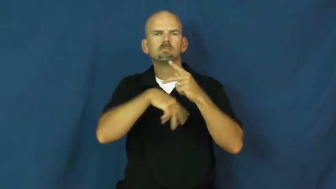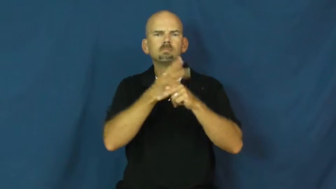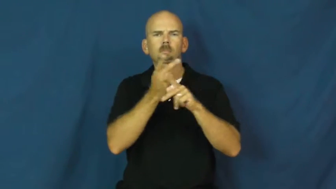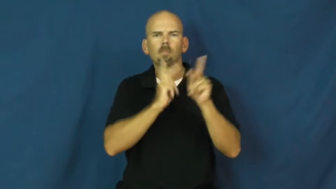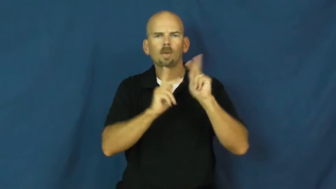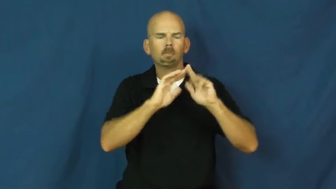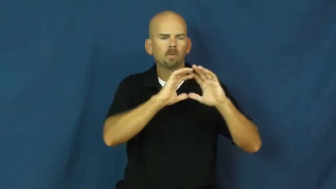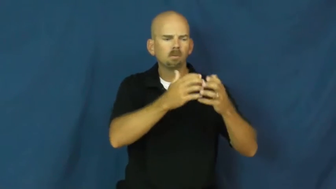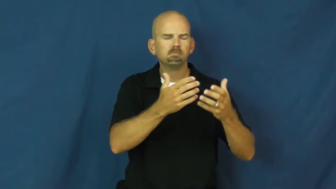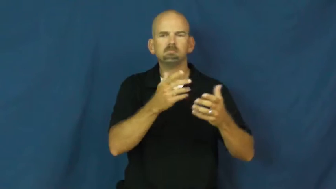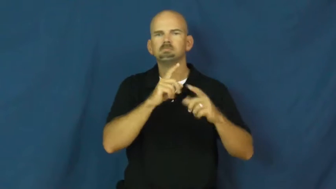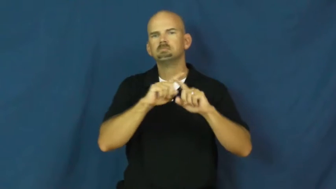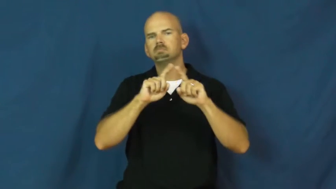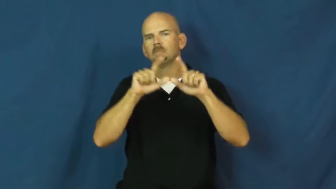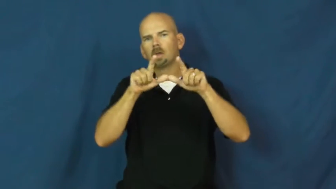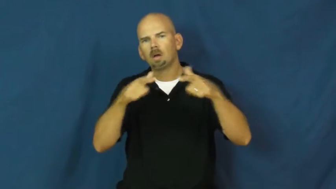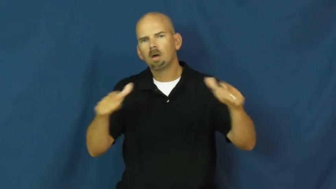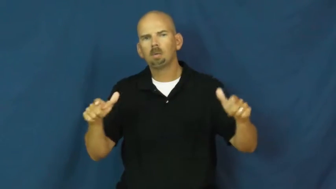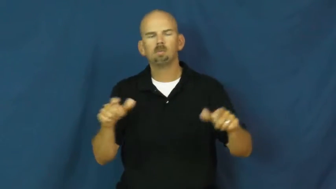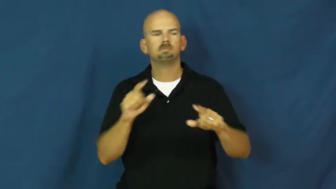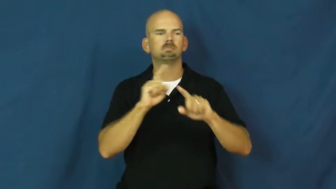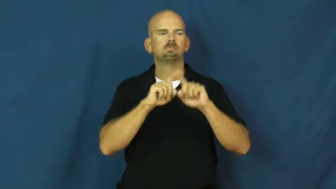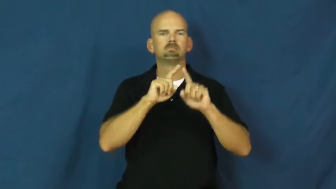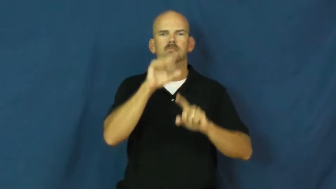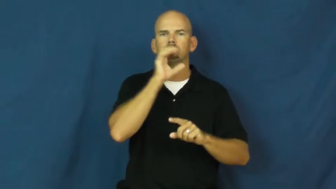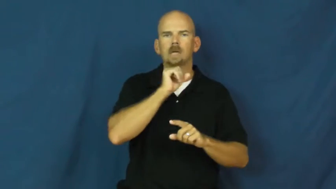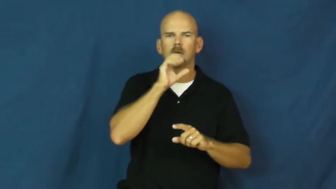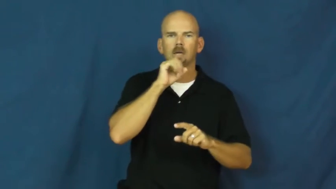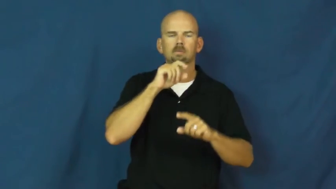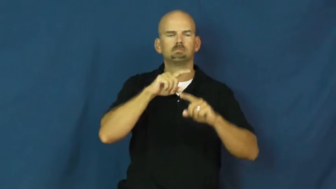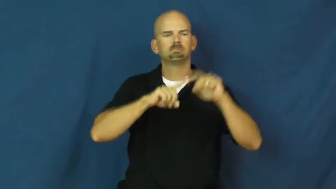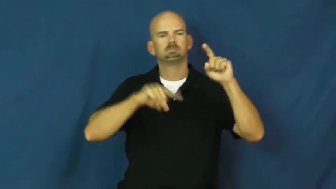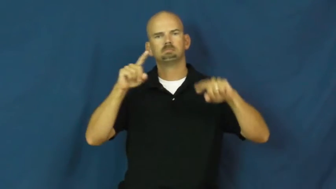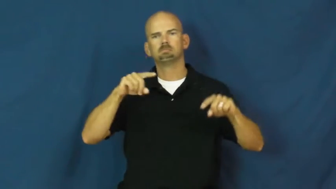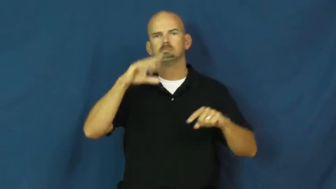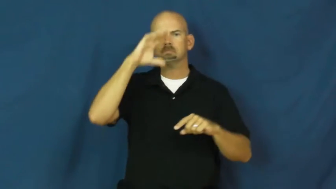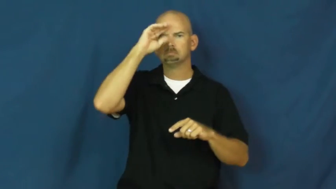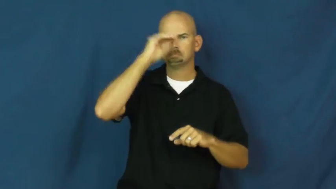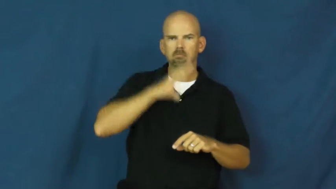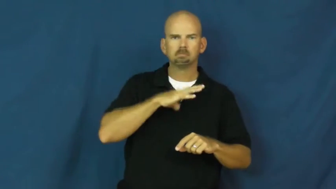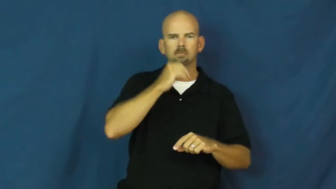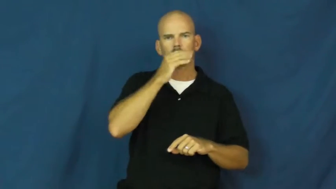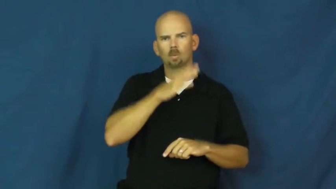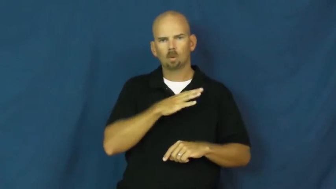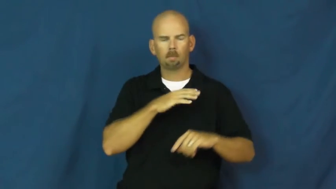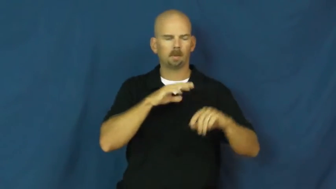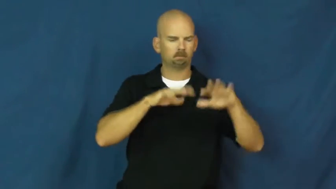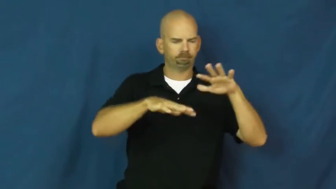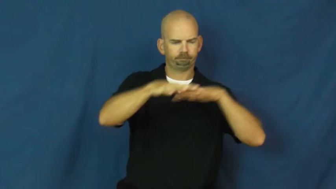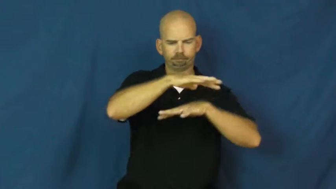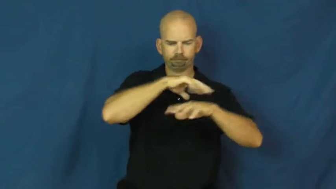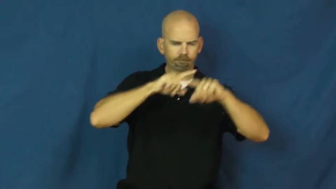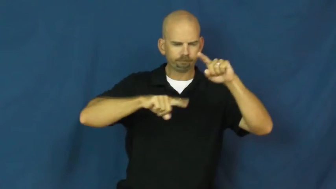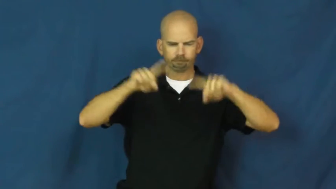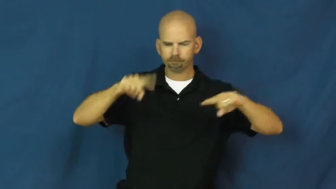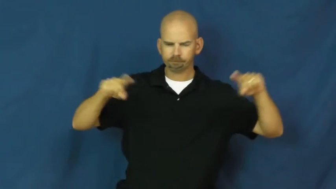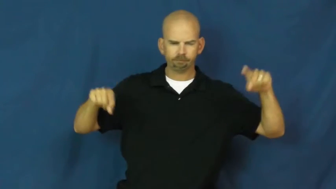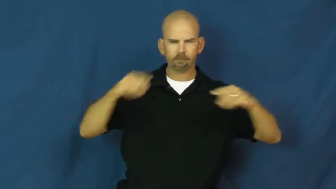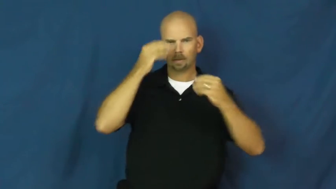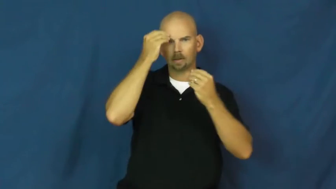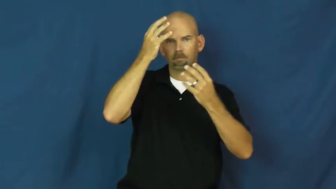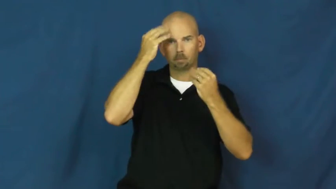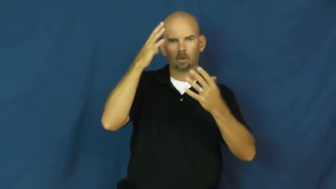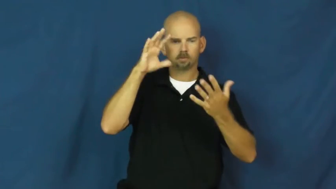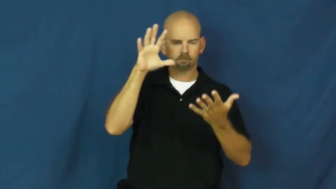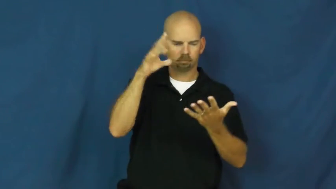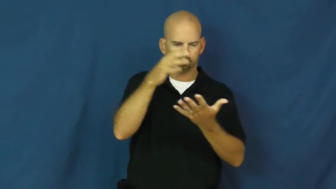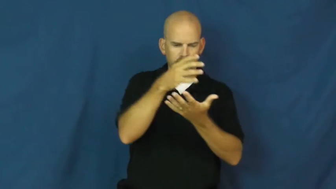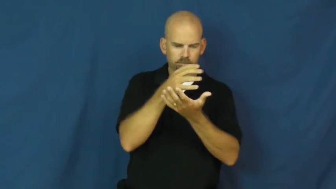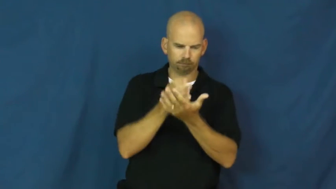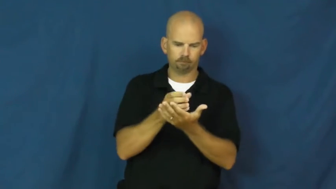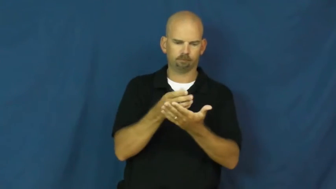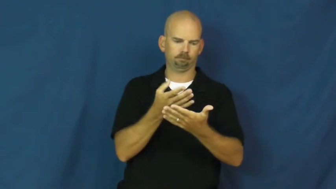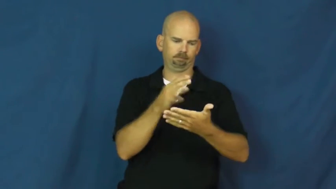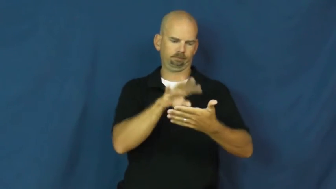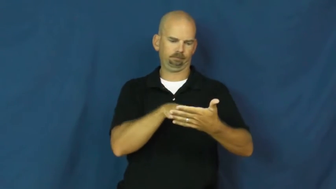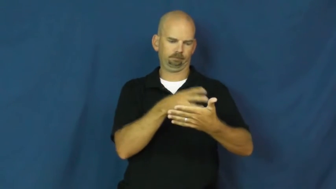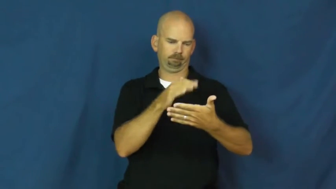demographic